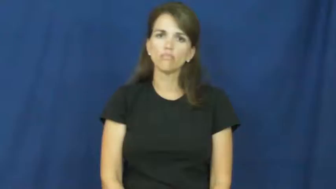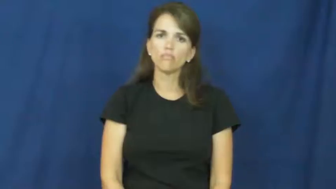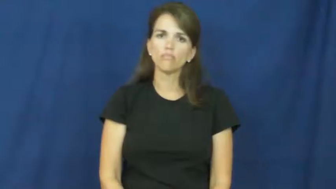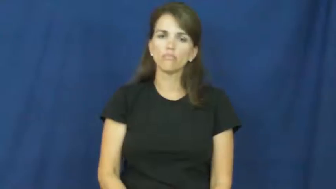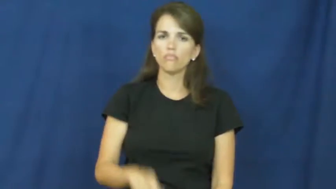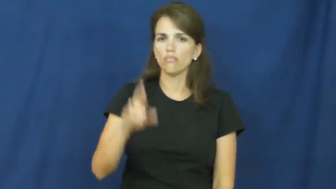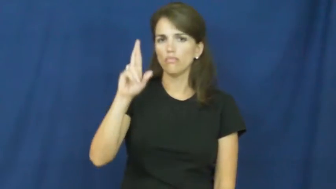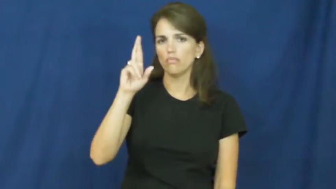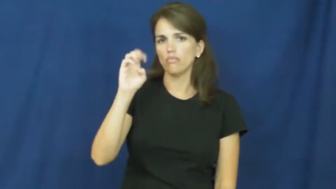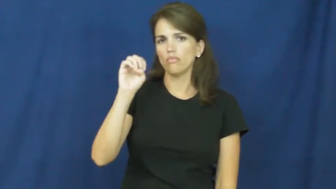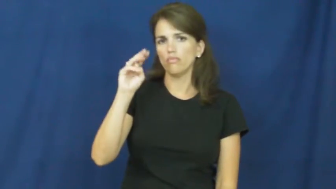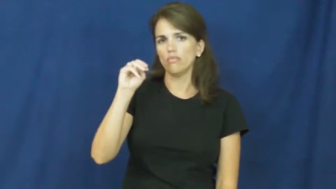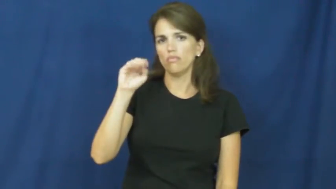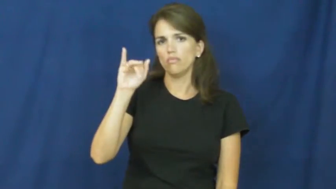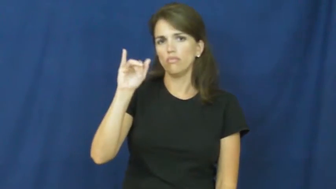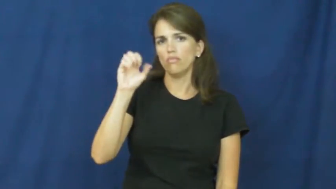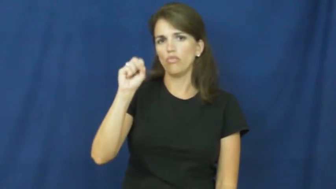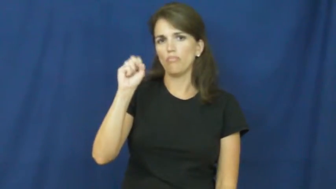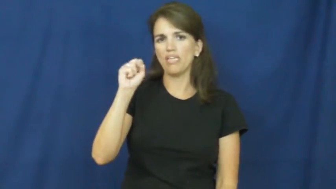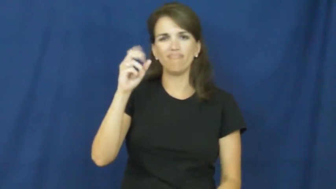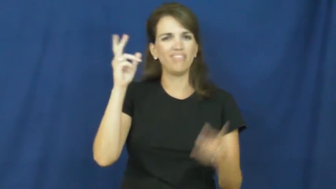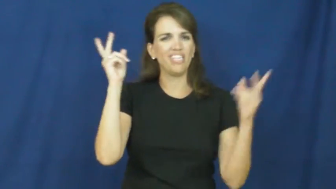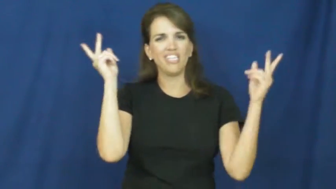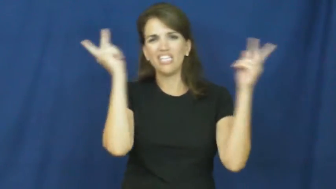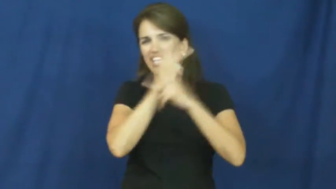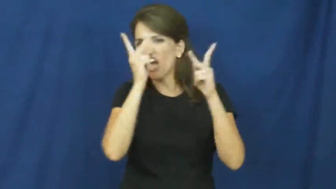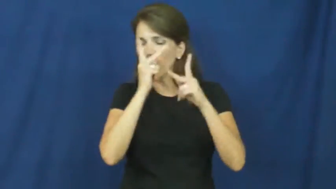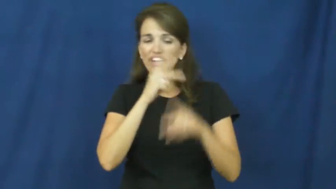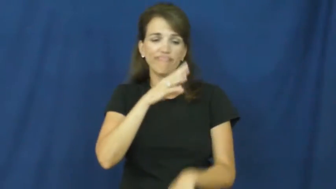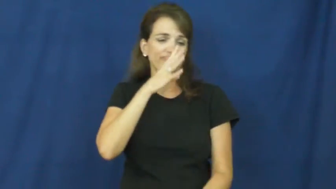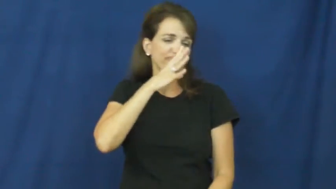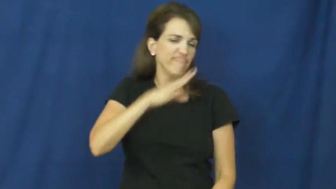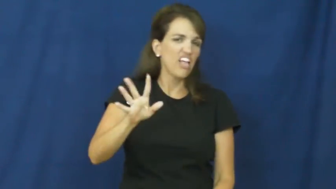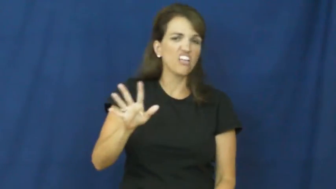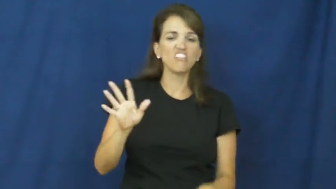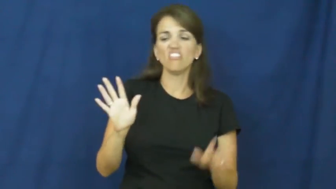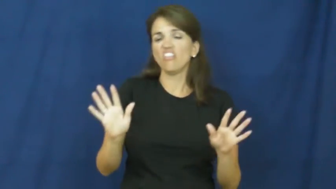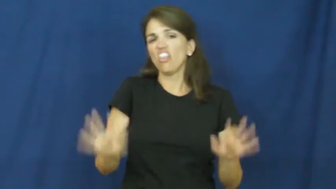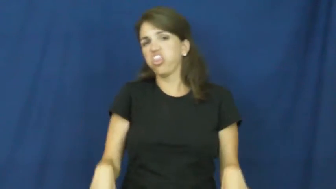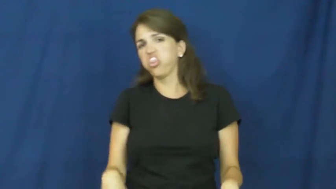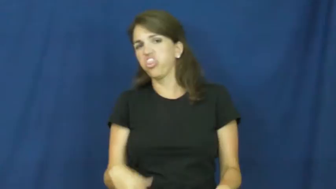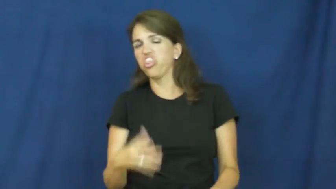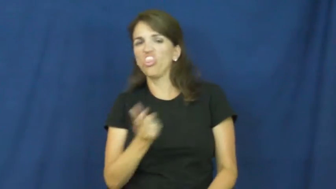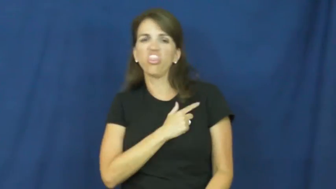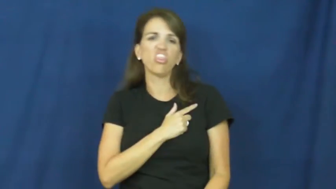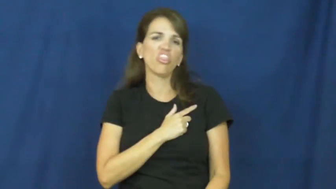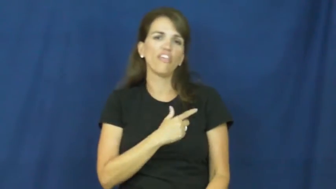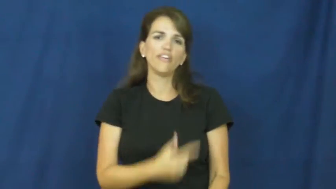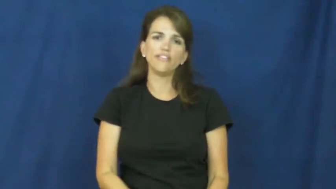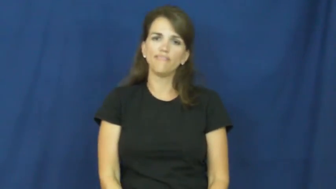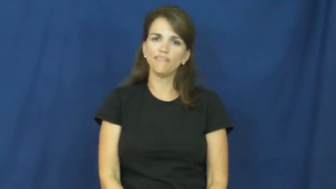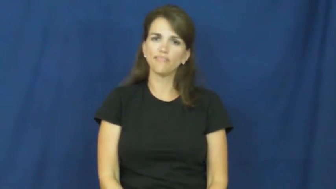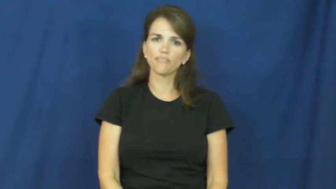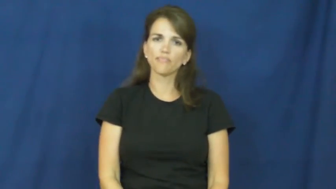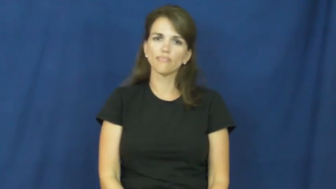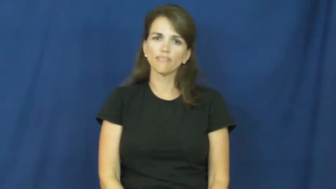remiss